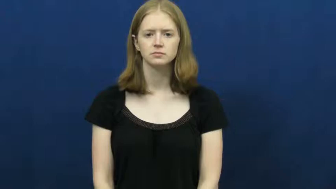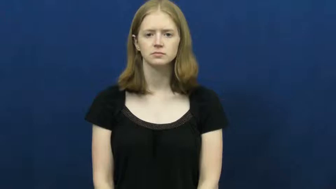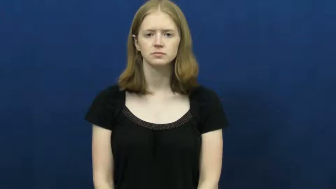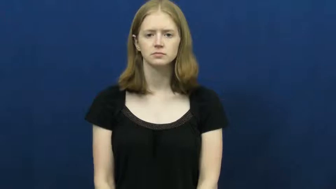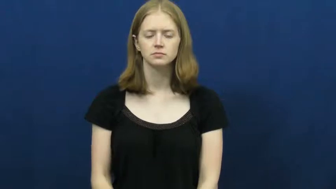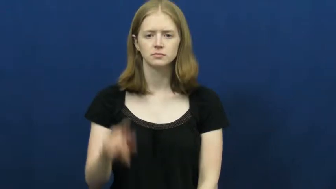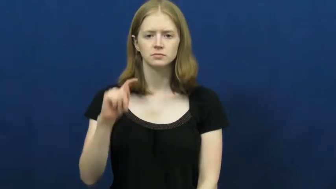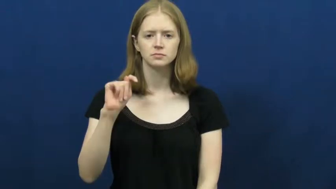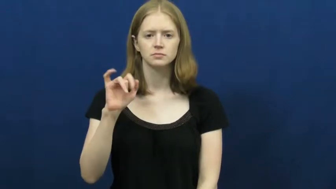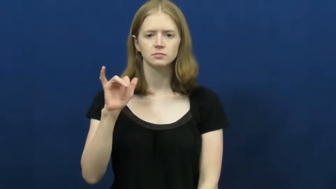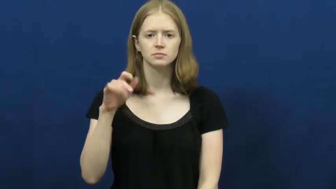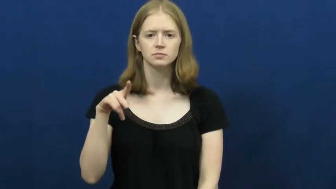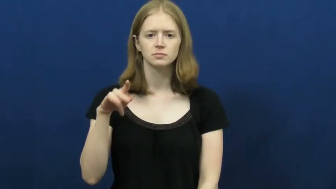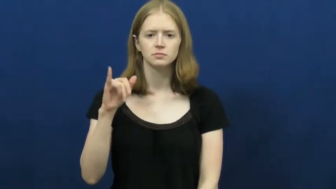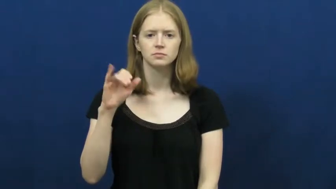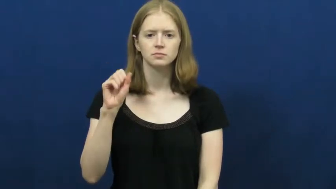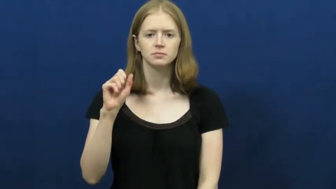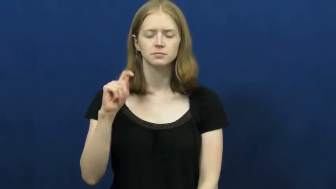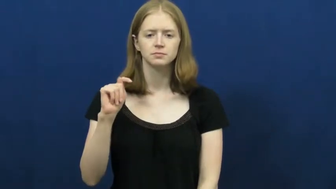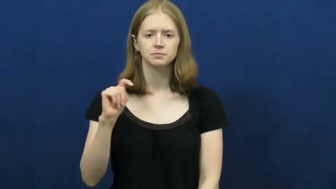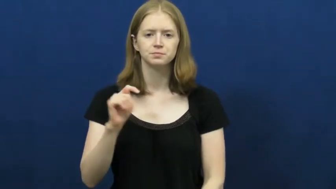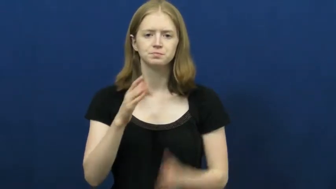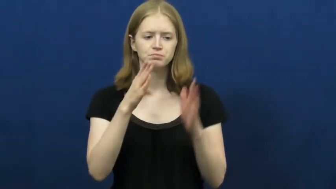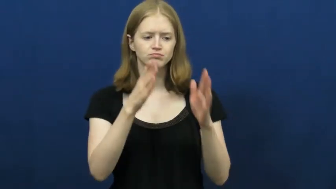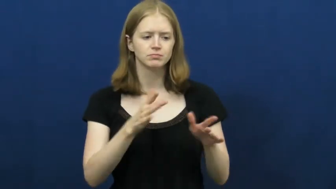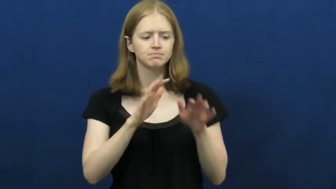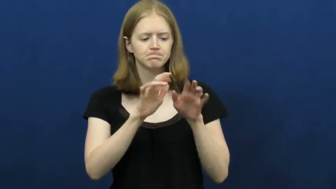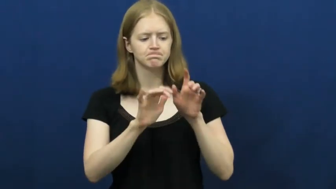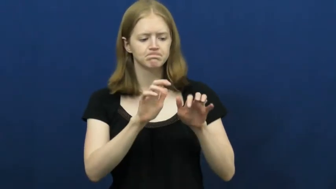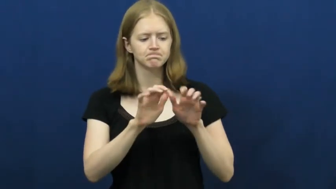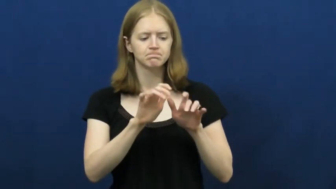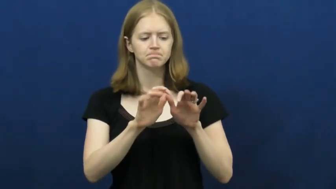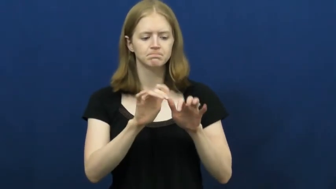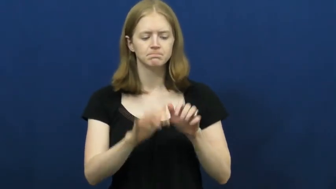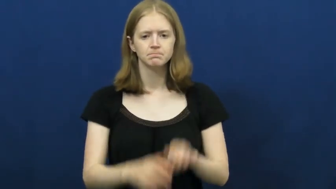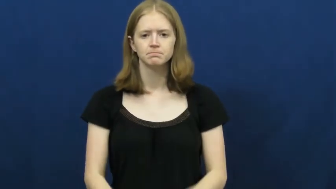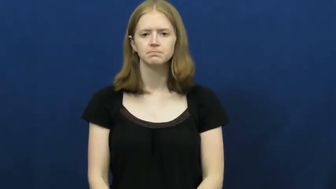typist